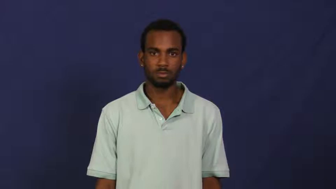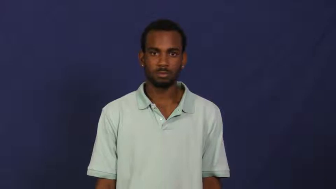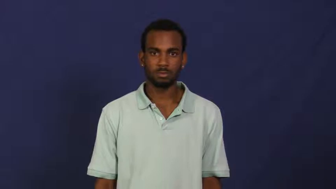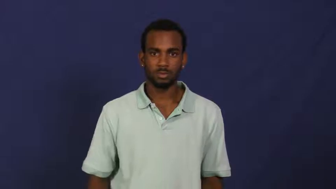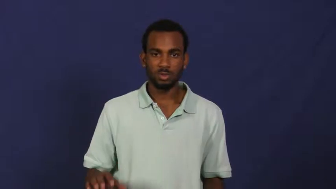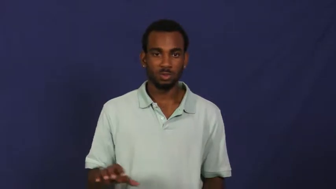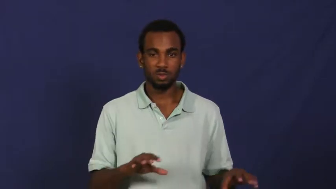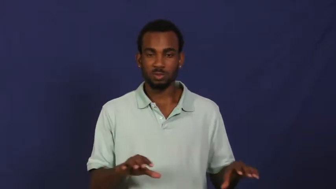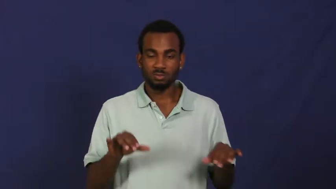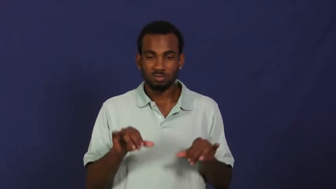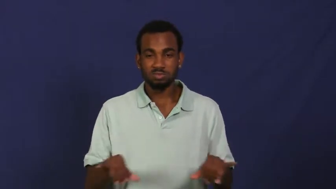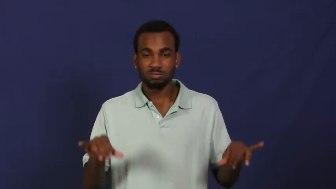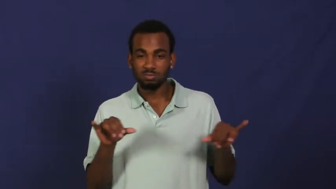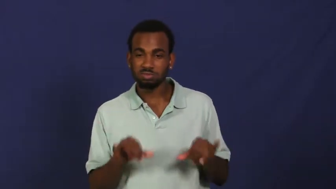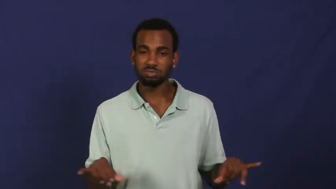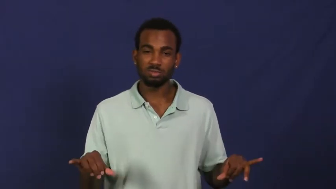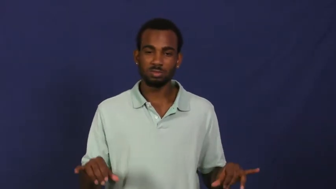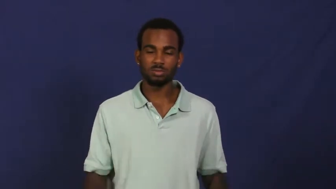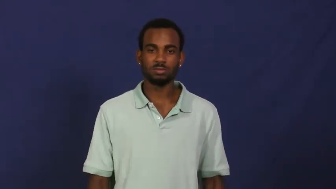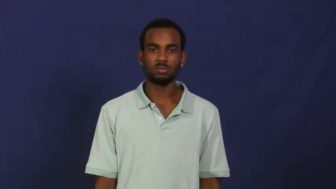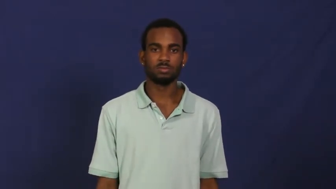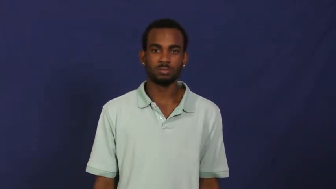routine